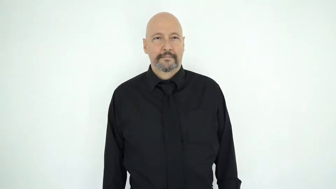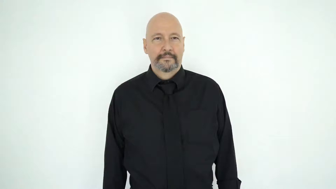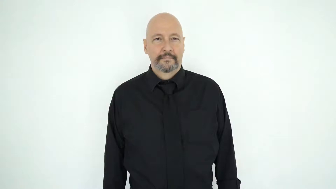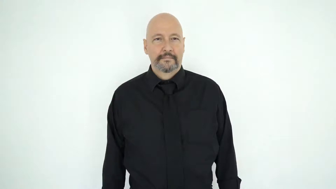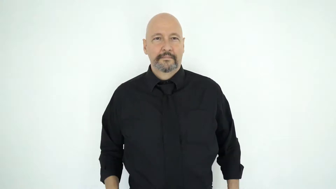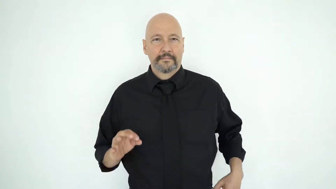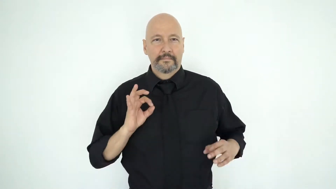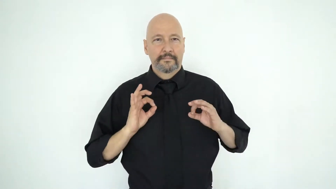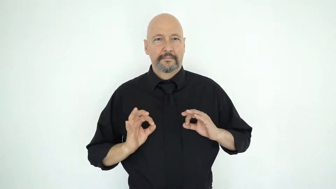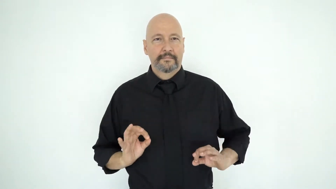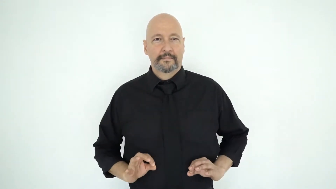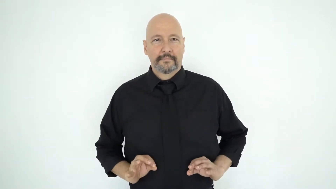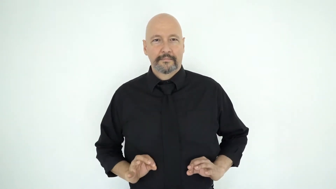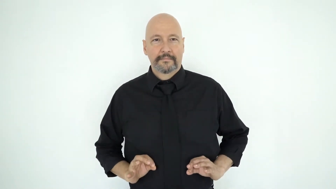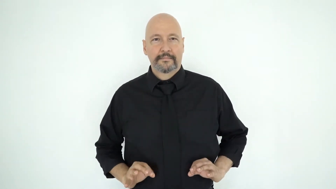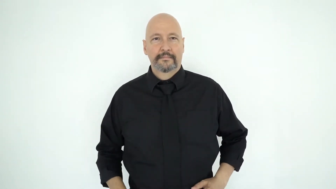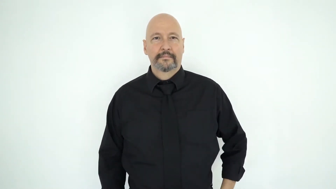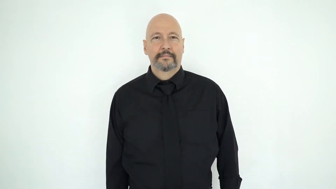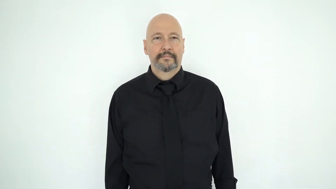dotted [CL-F/dots/dotted-shirt/round-spots-on-torso]